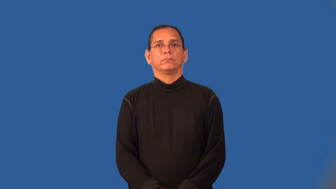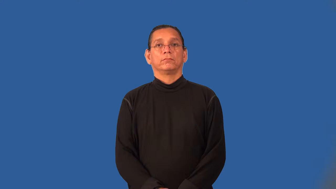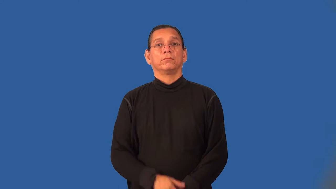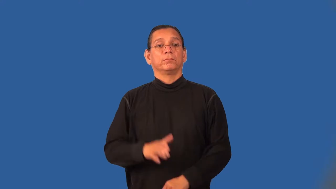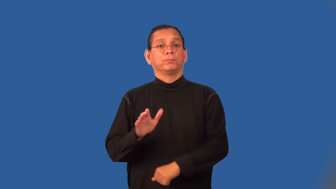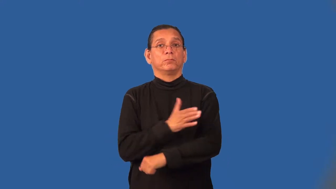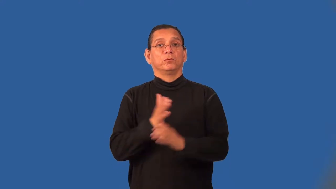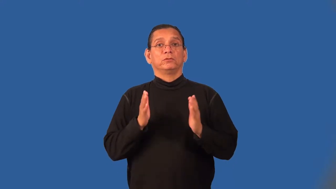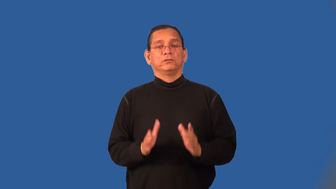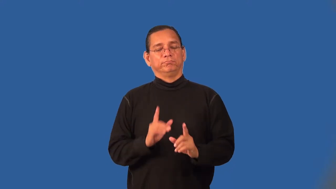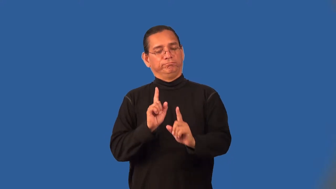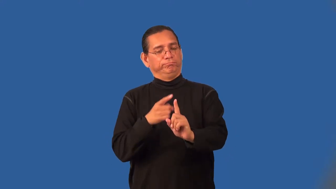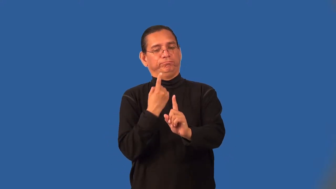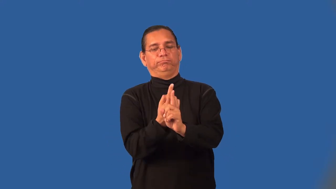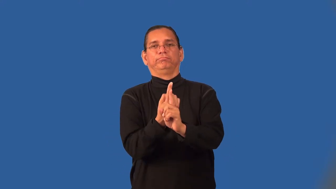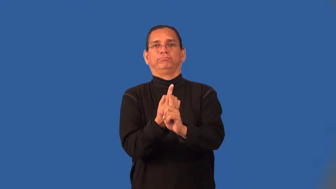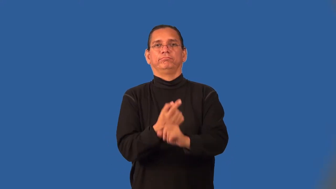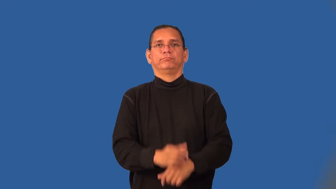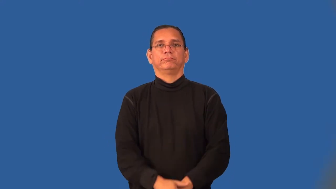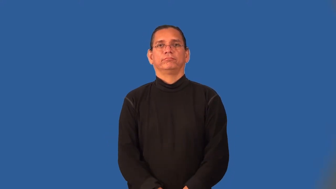soloist